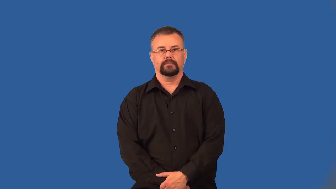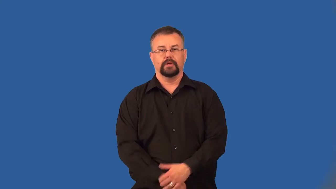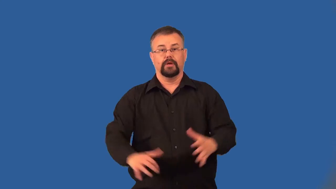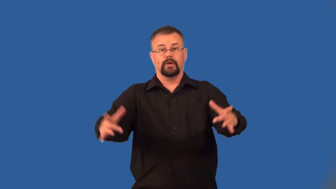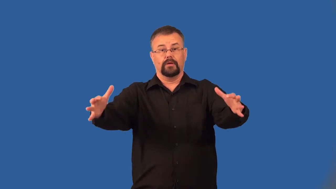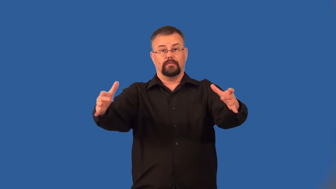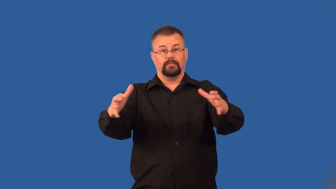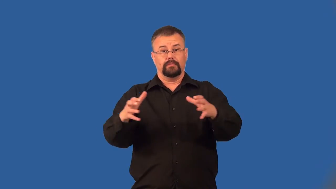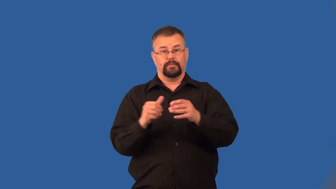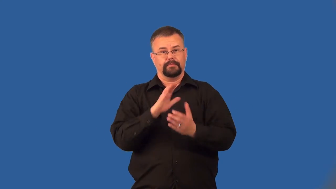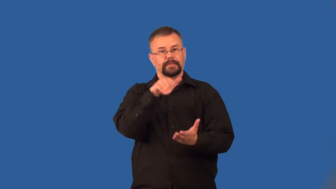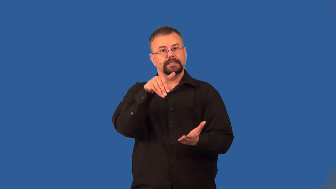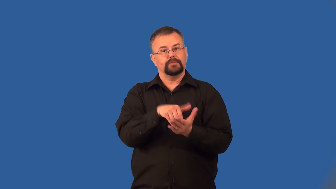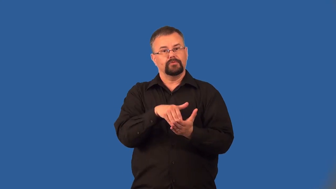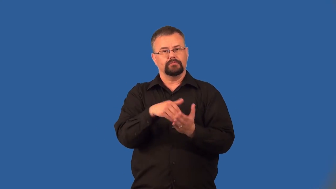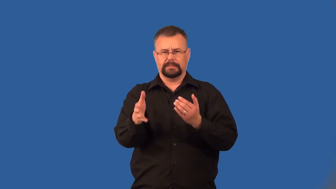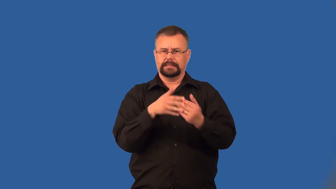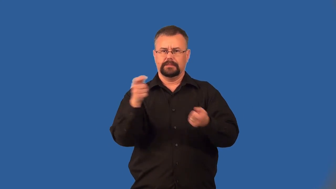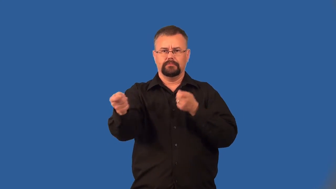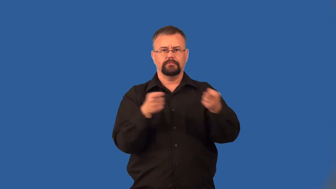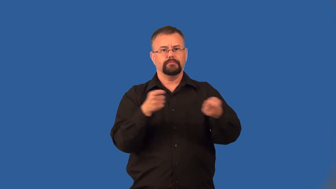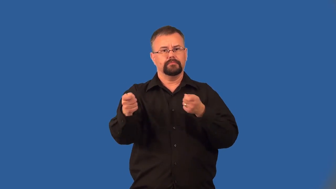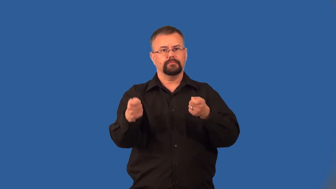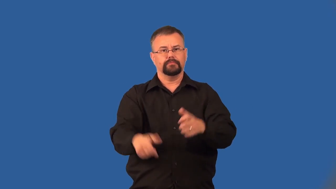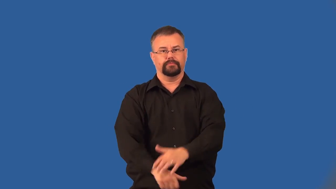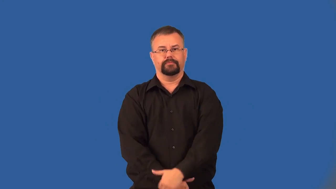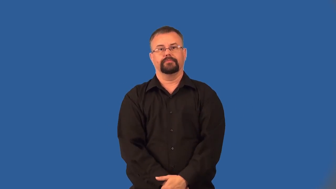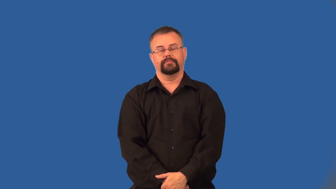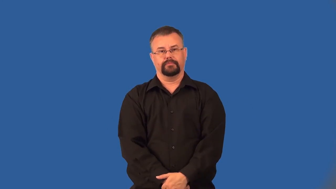centralize